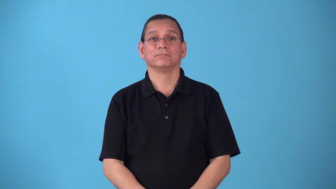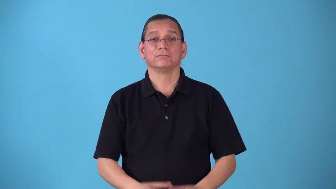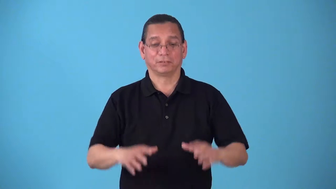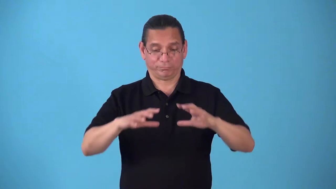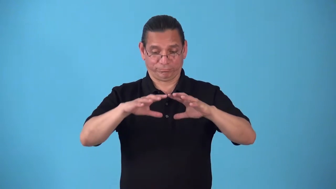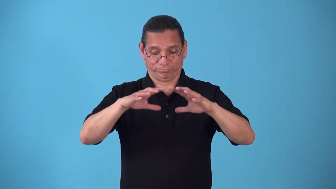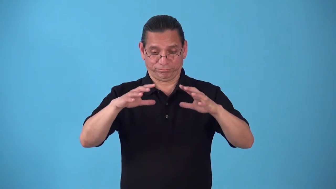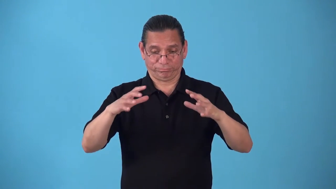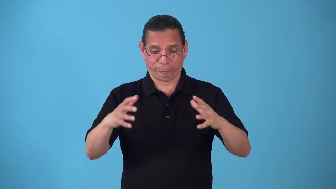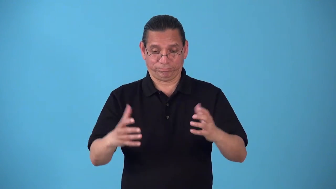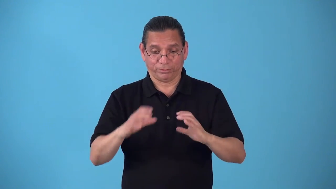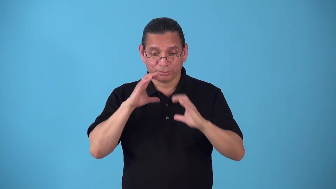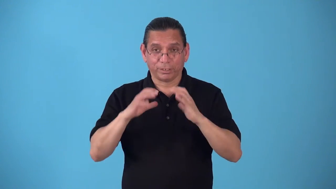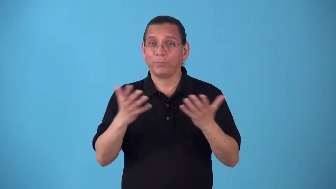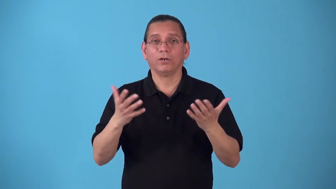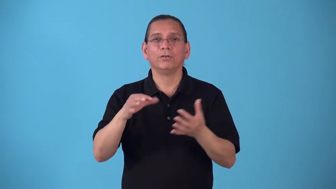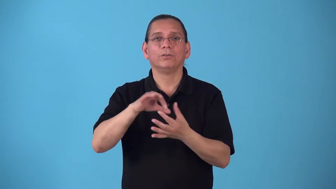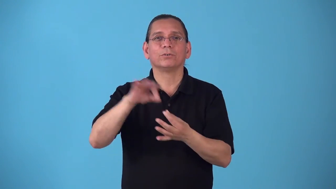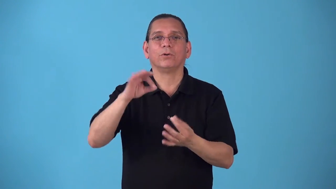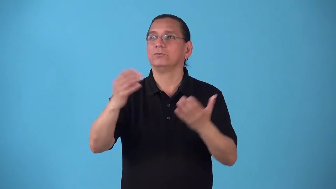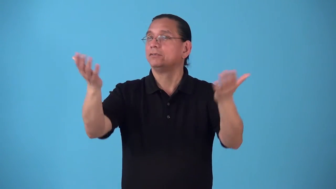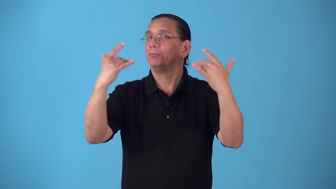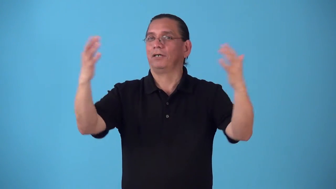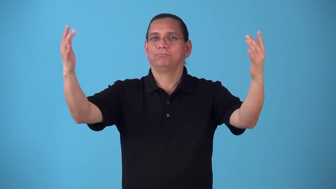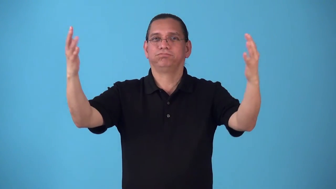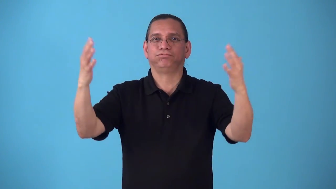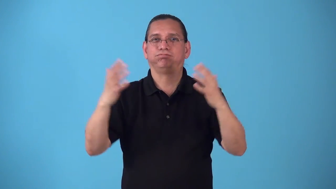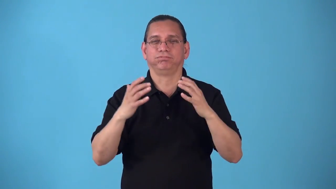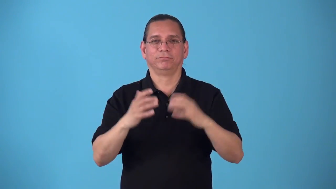seance